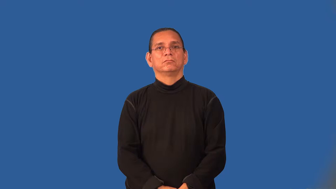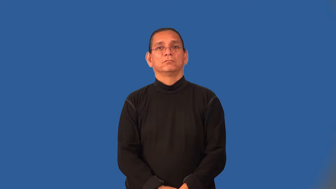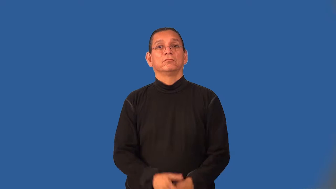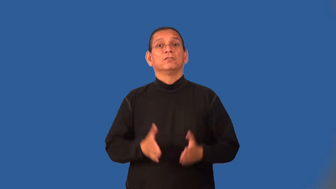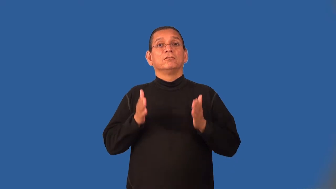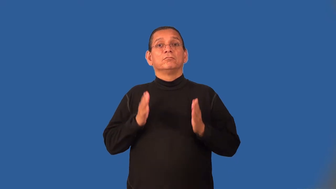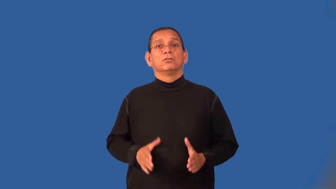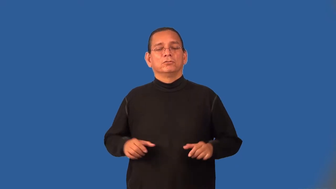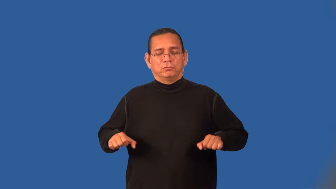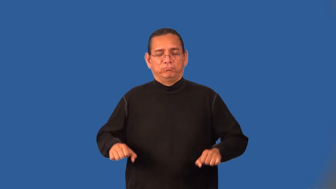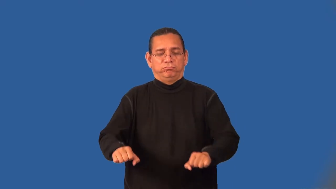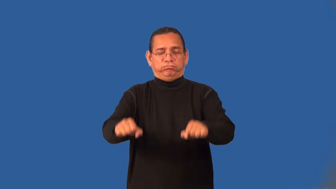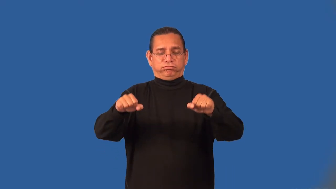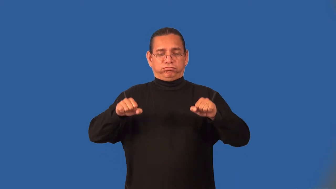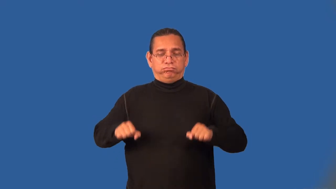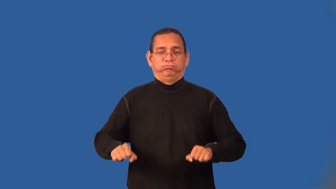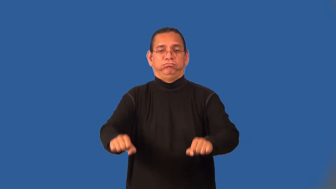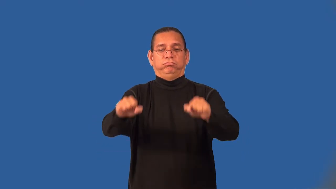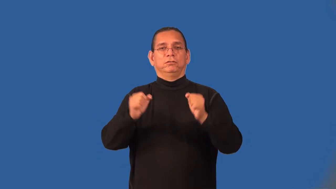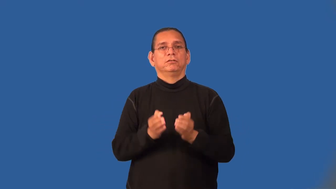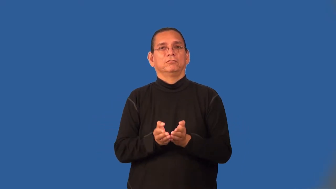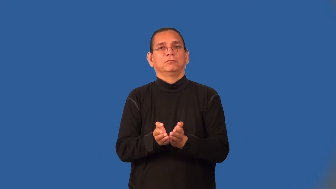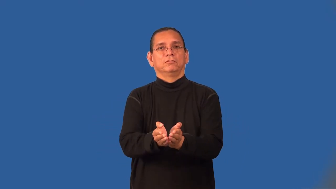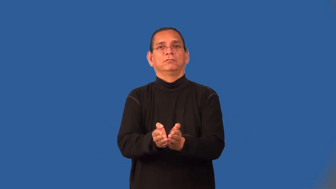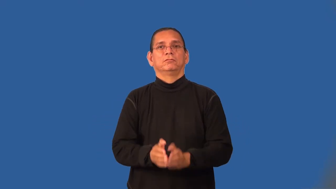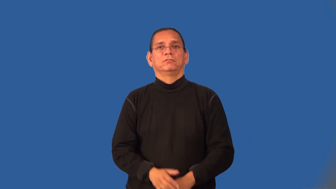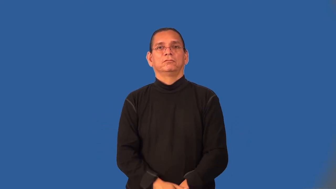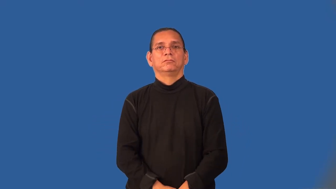oarsman